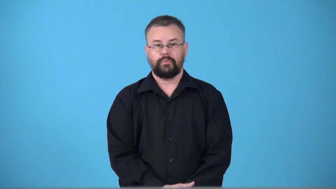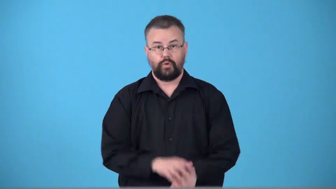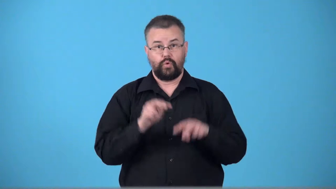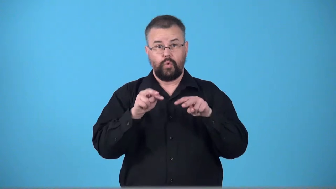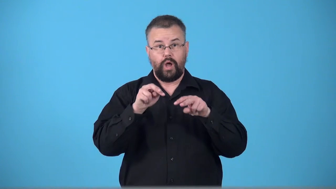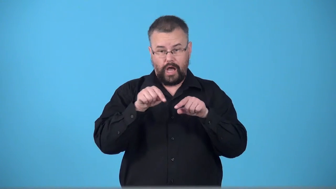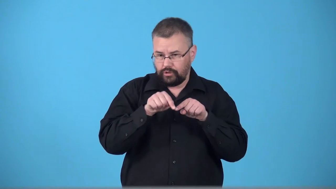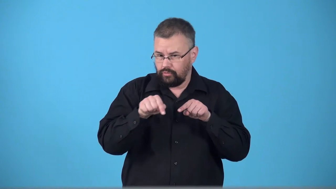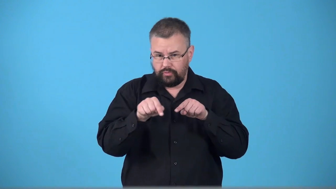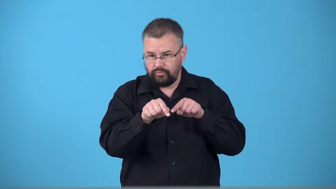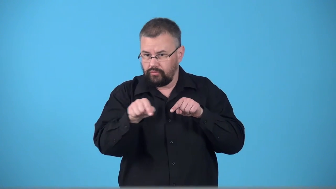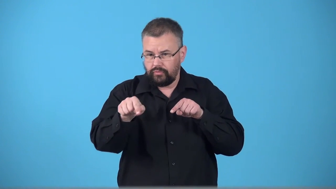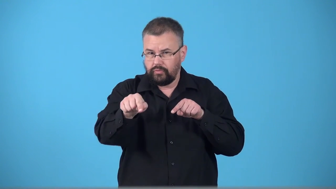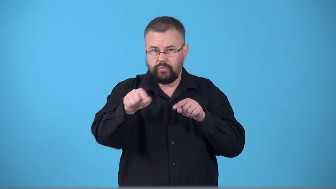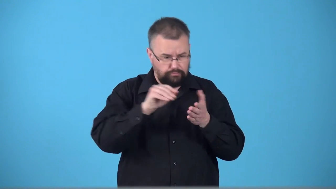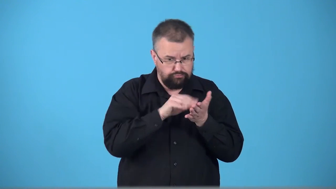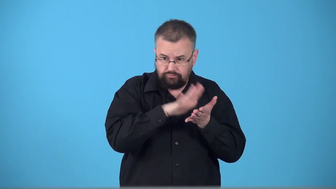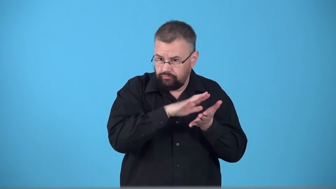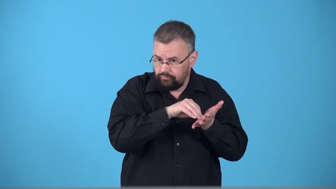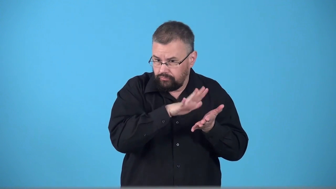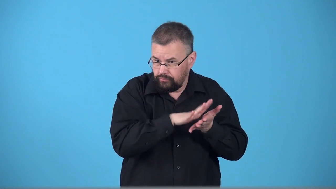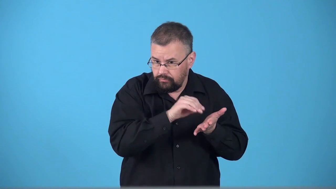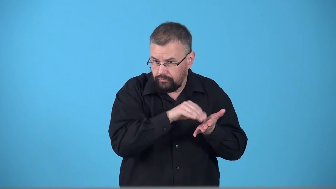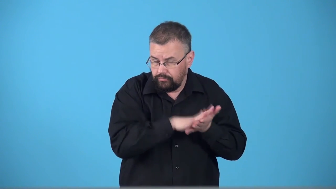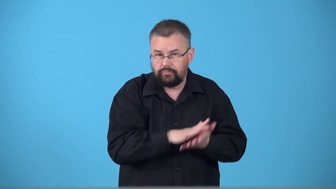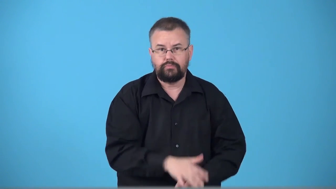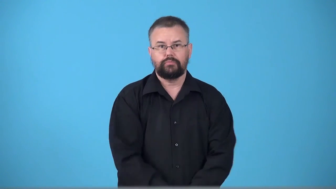track-movement of object